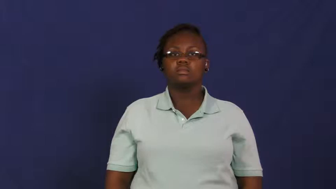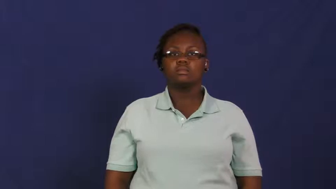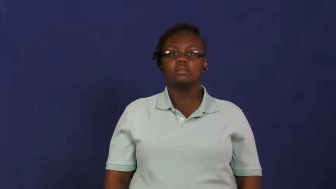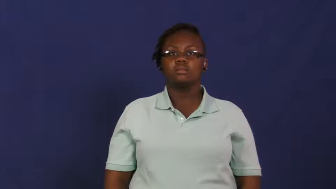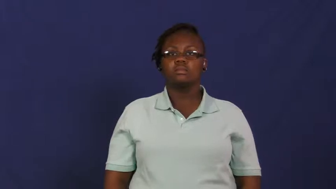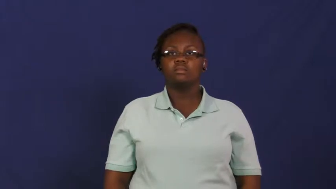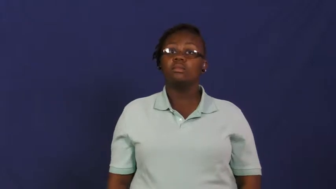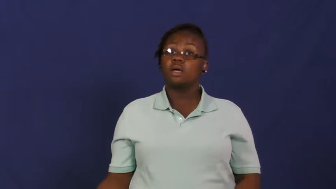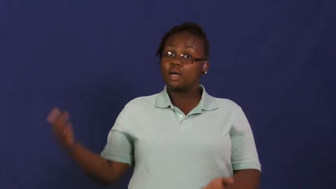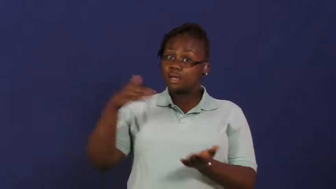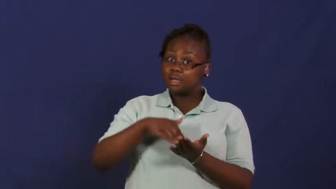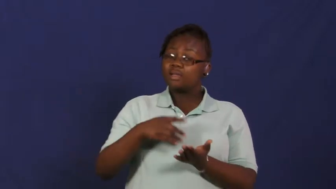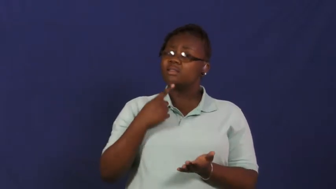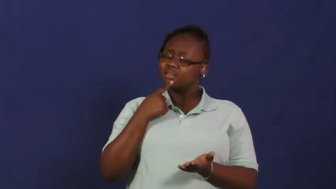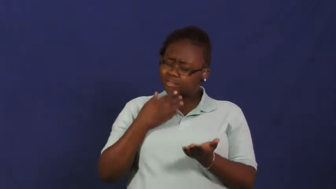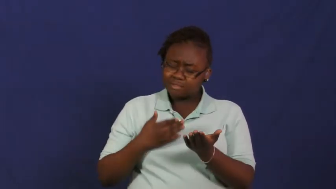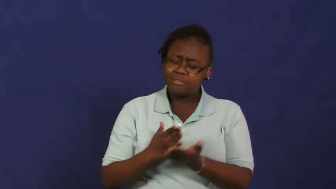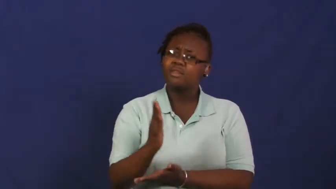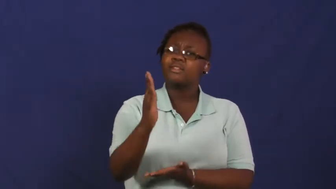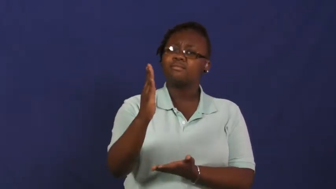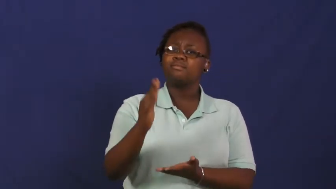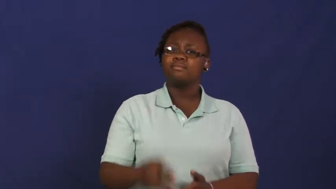reassure